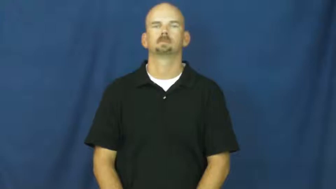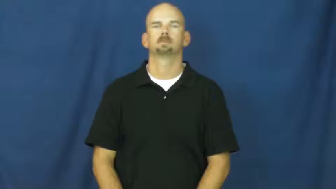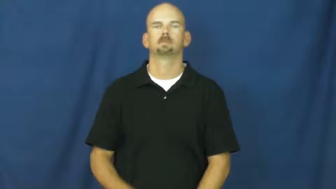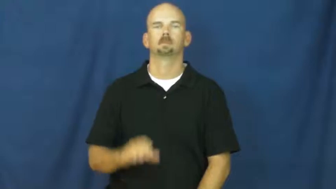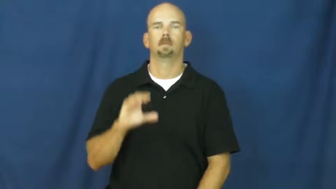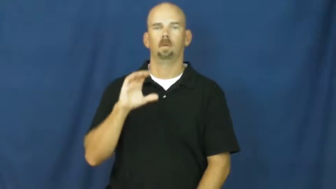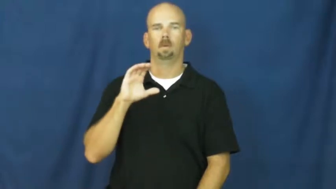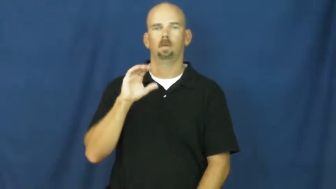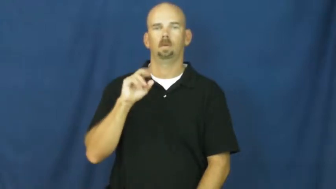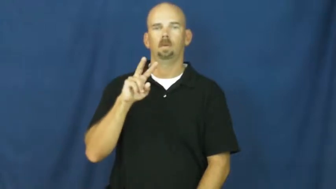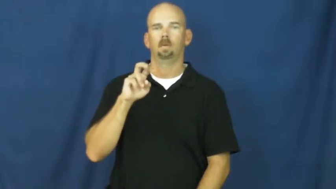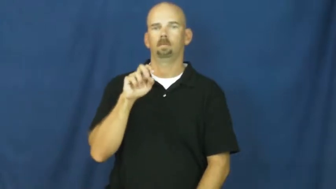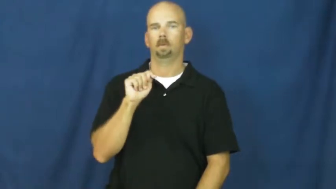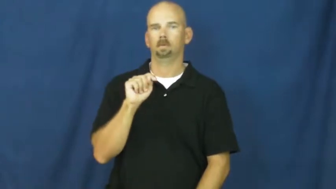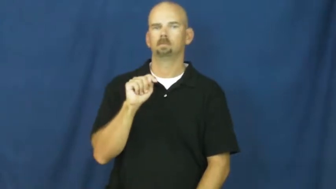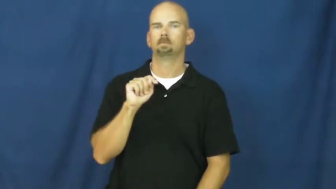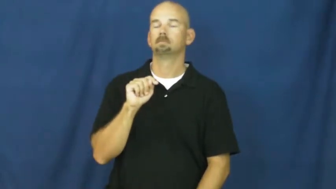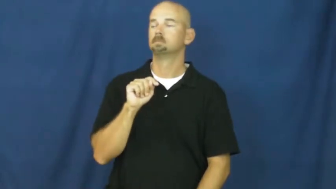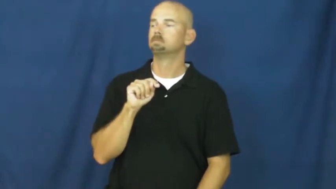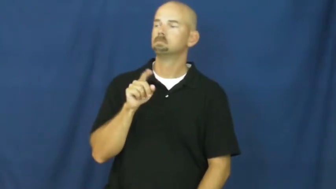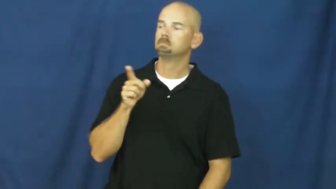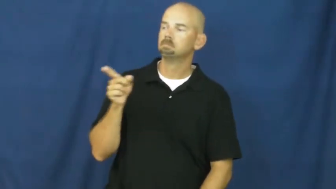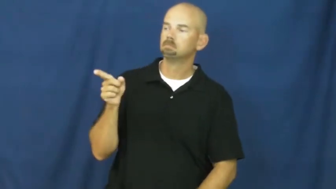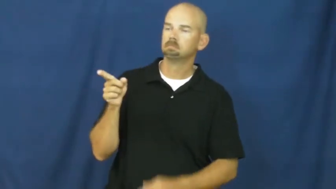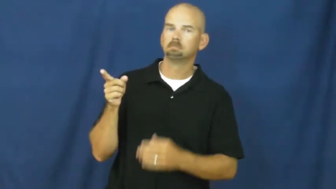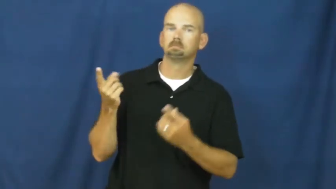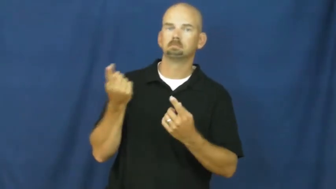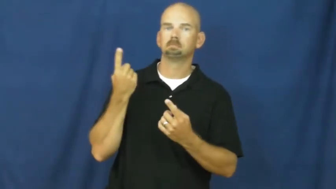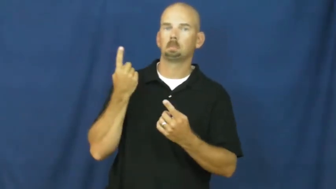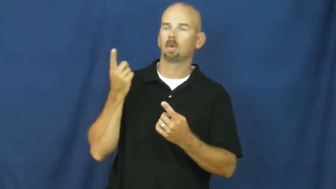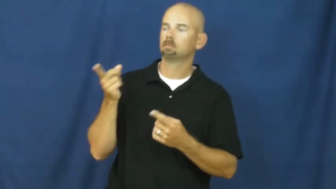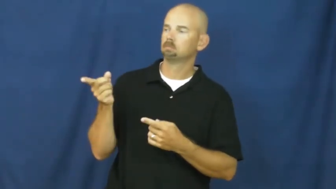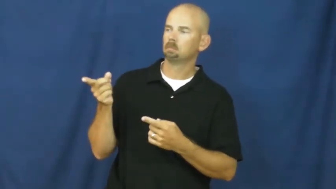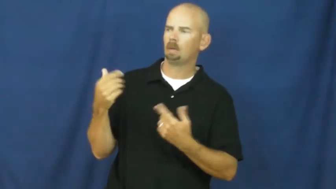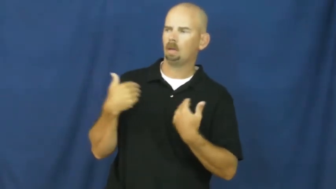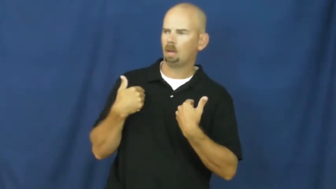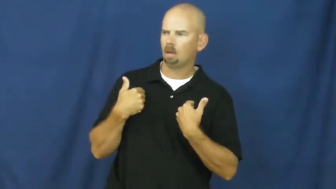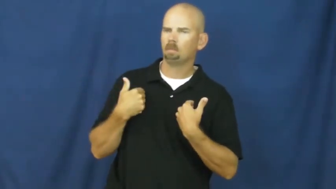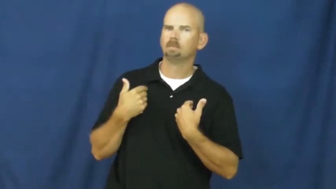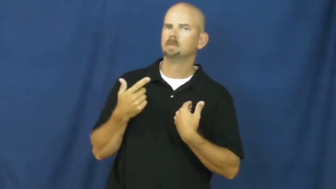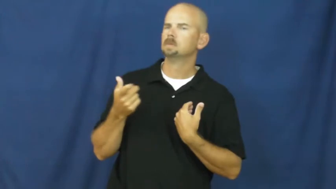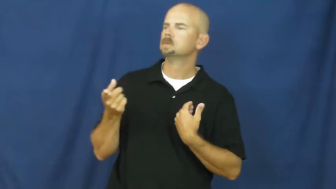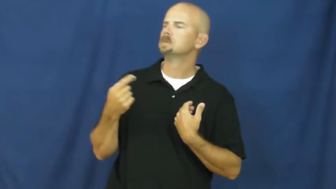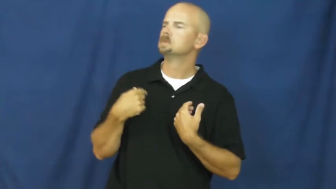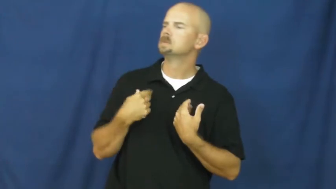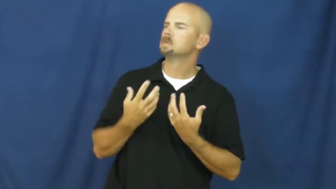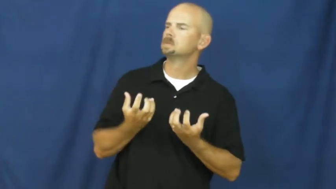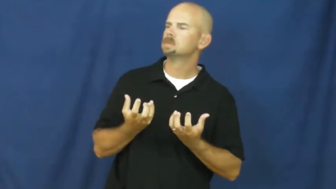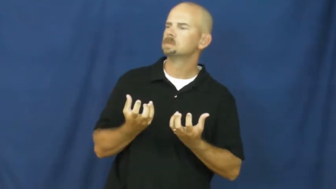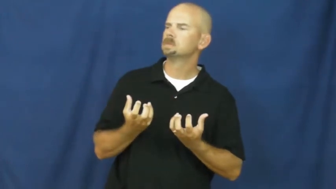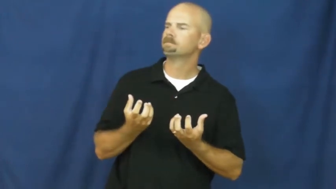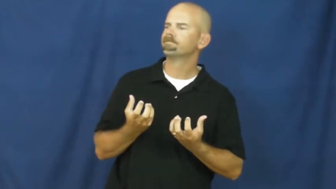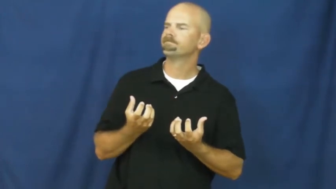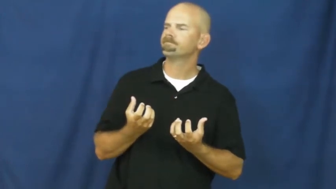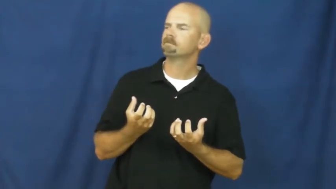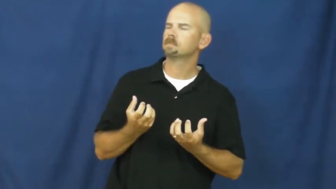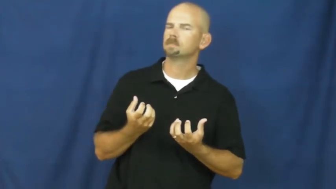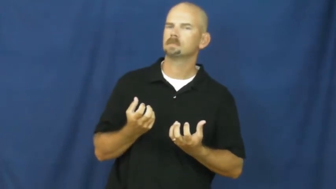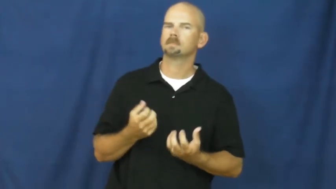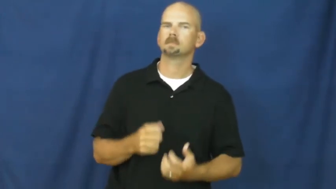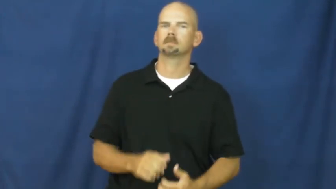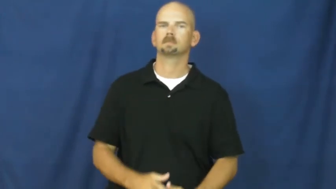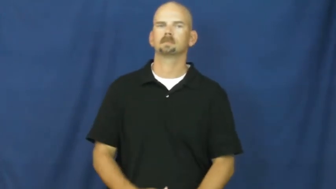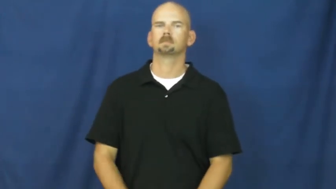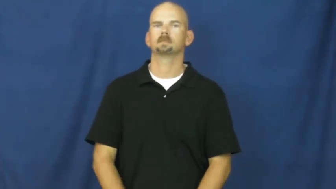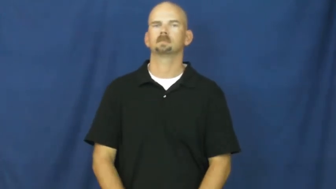covet